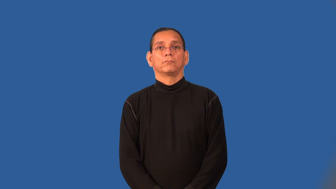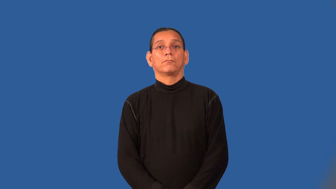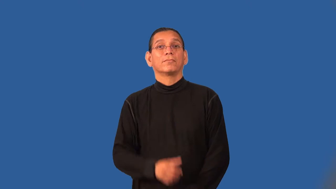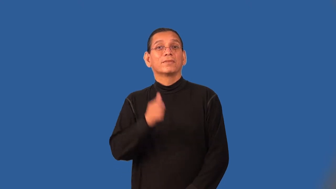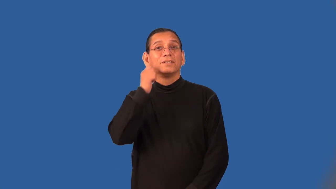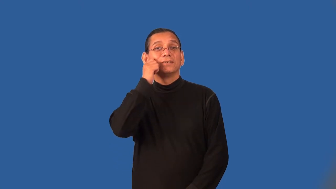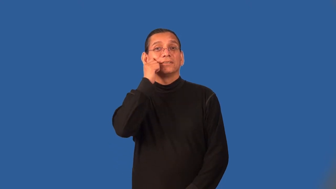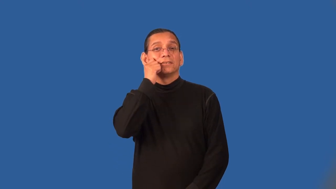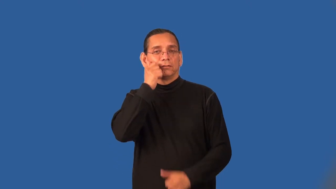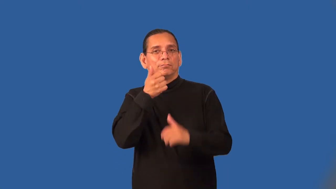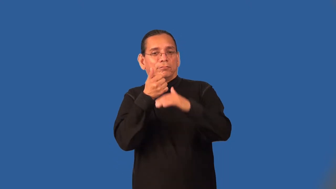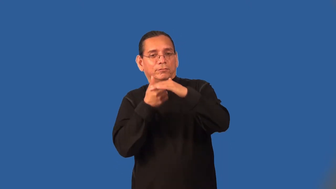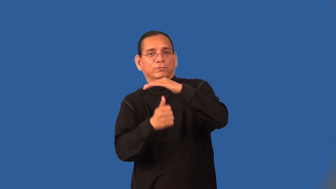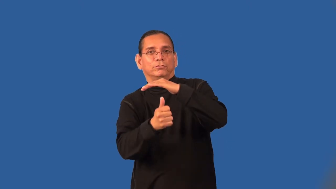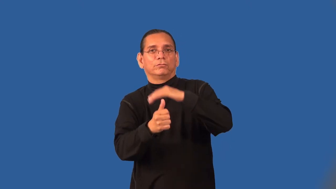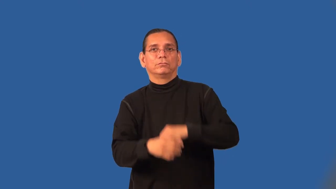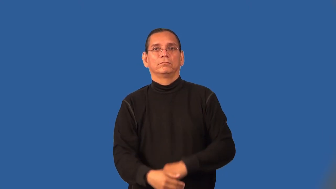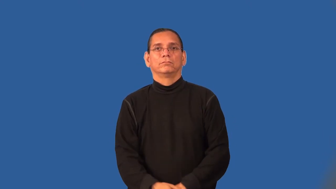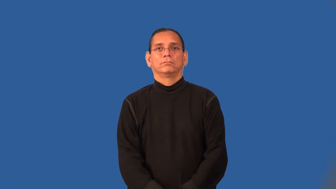subcutaneous